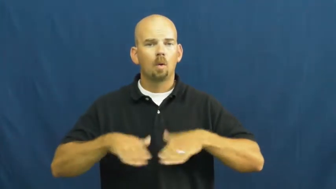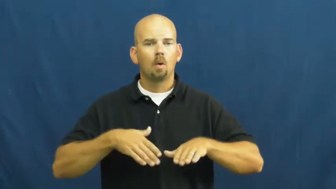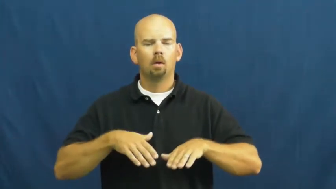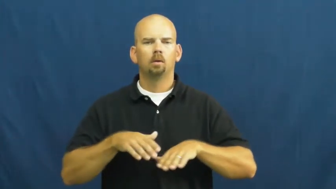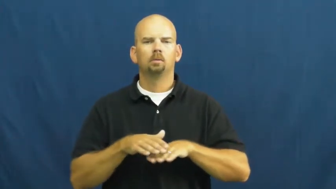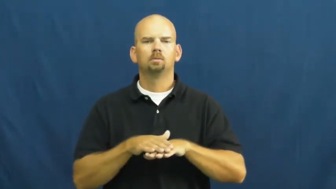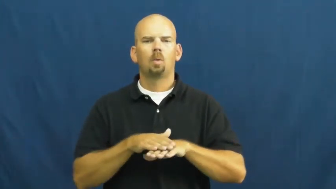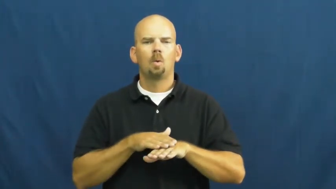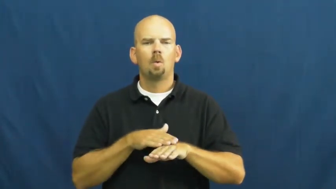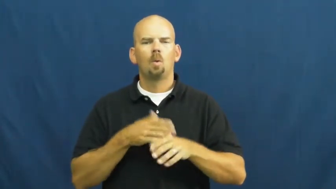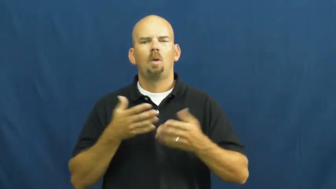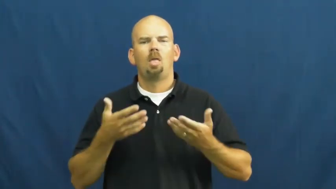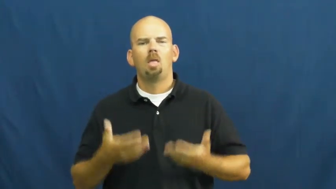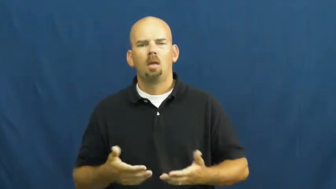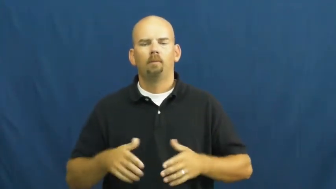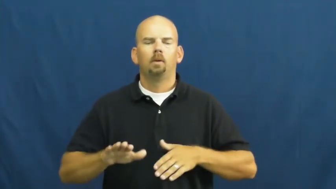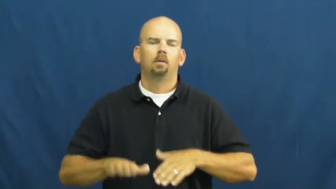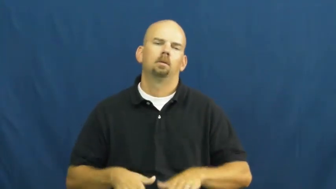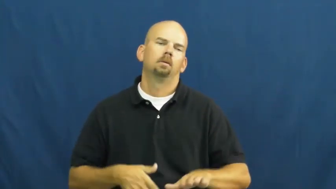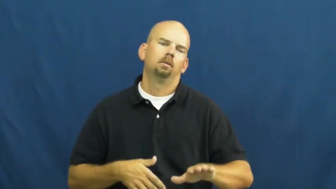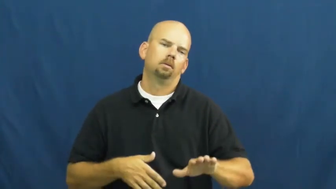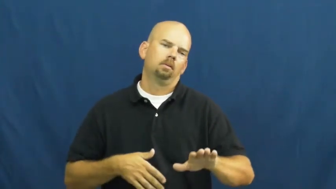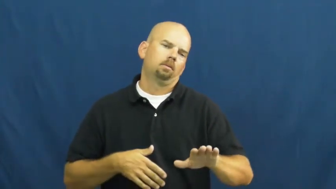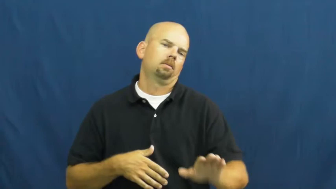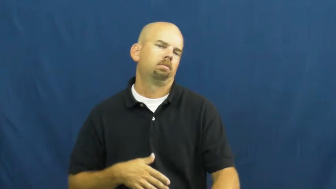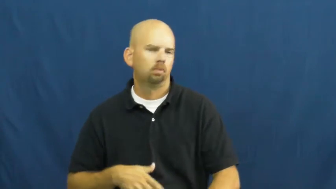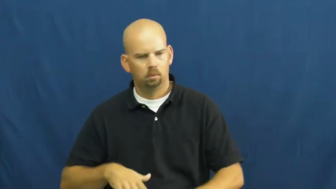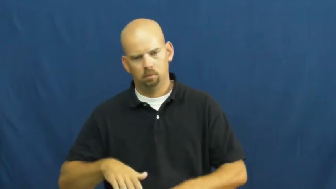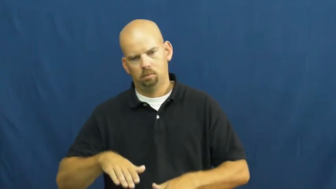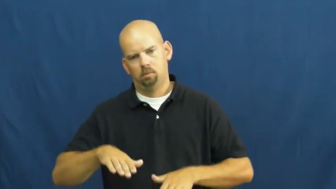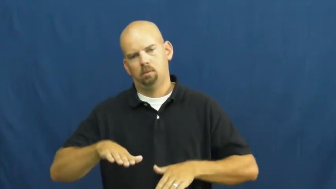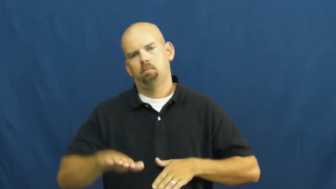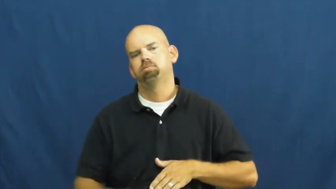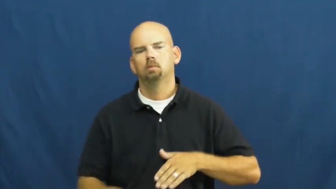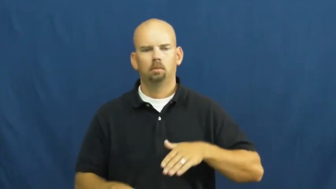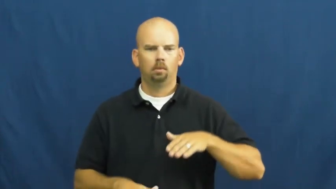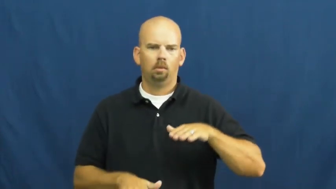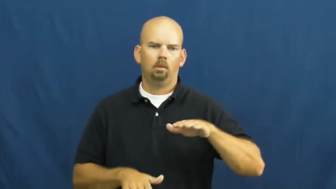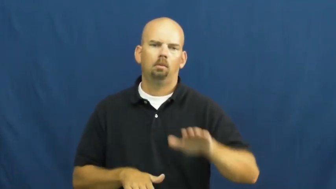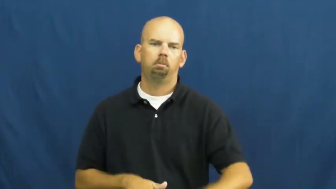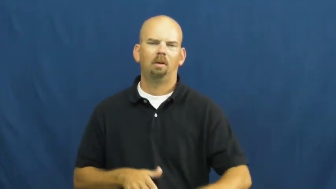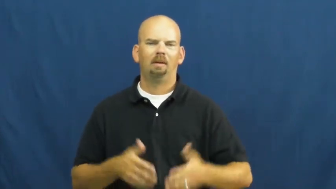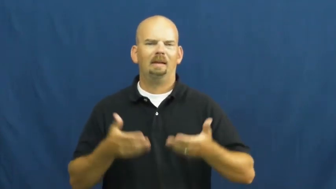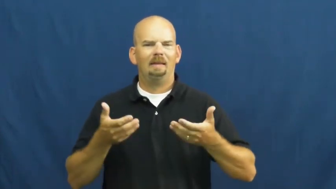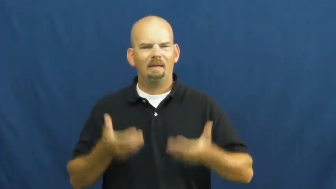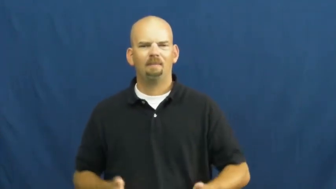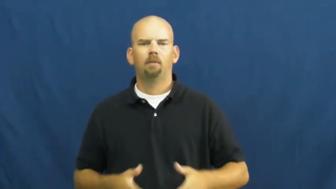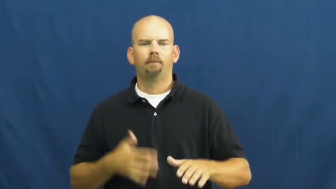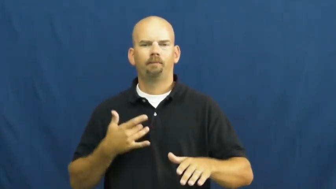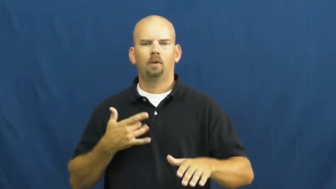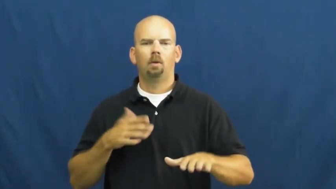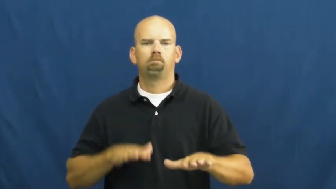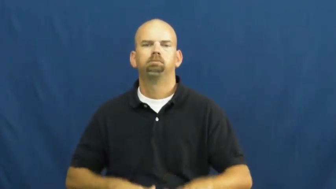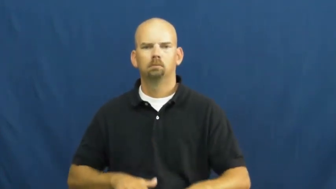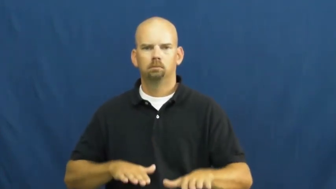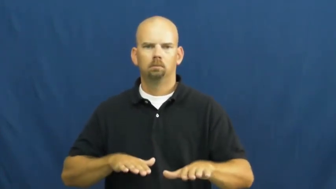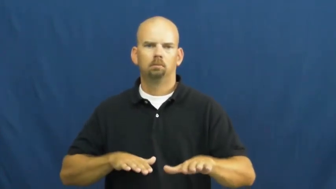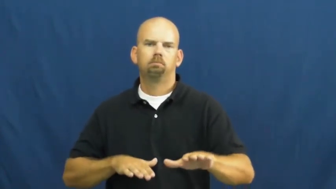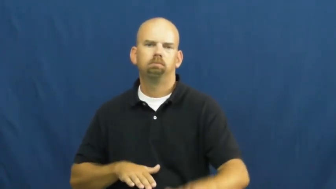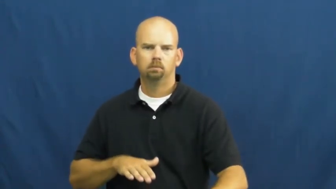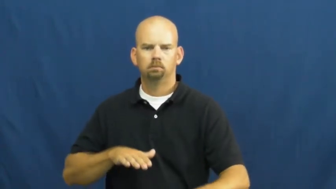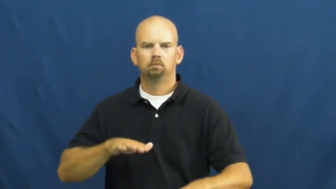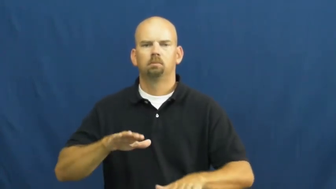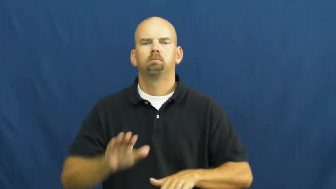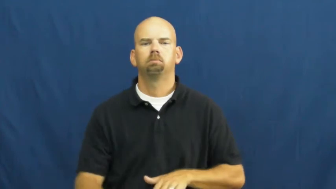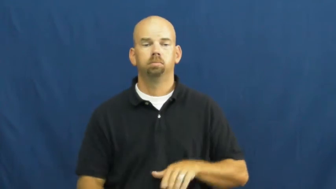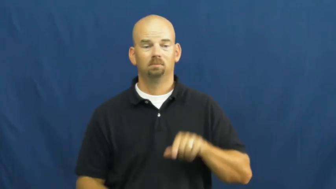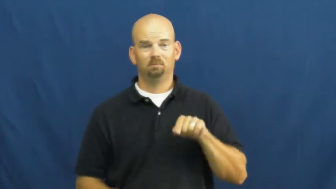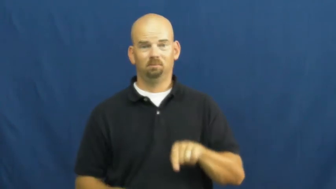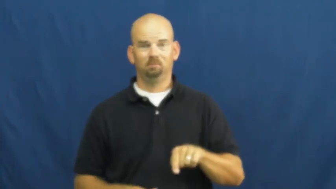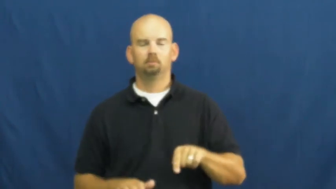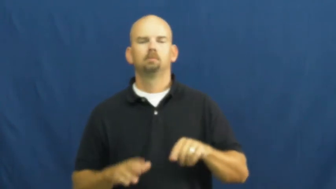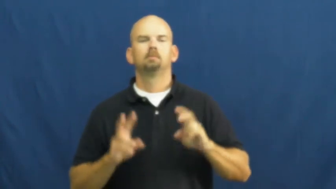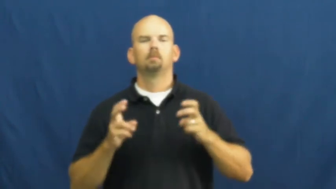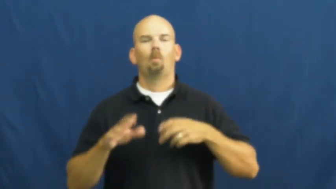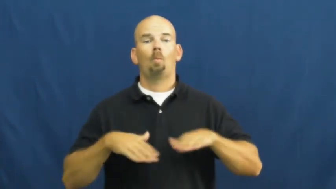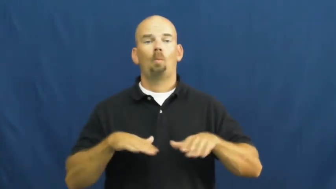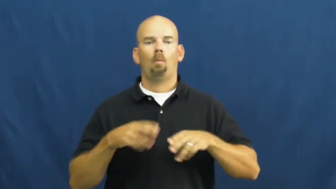ponderous